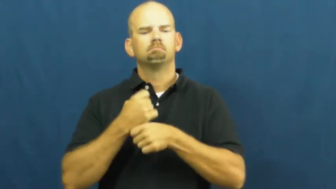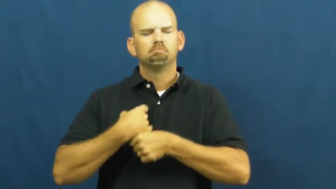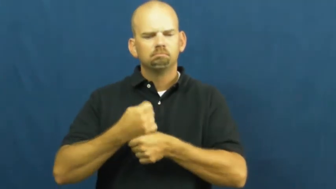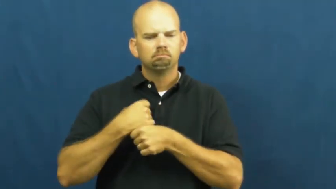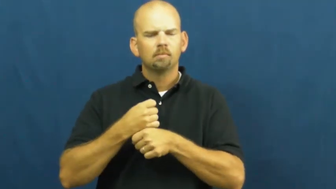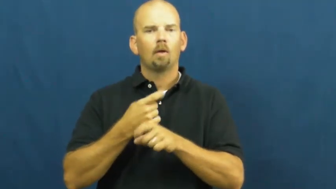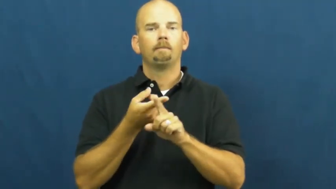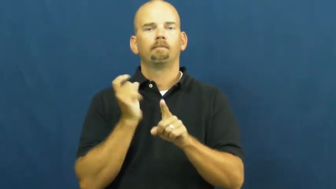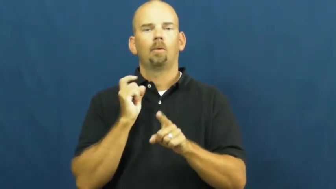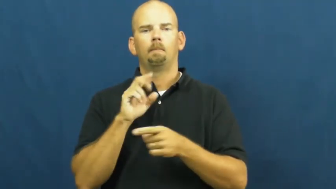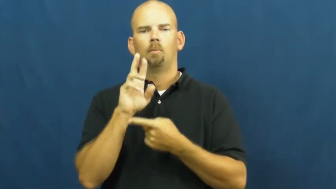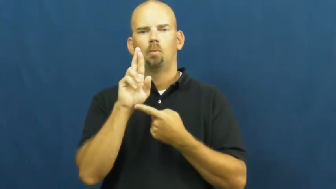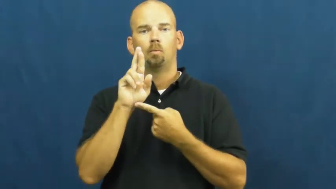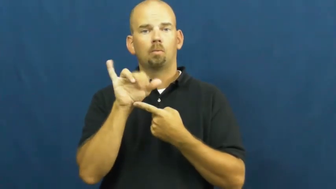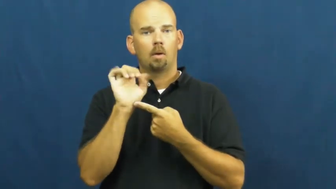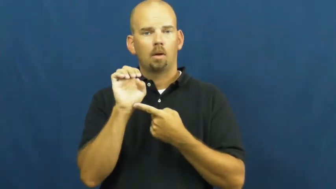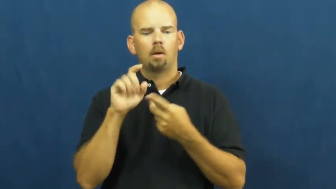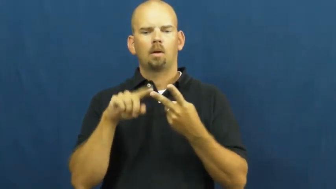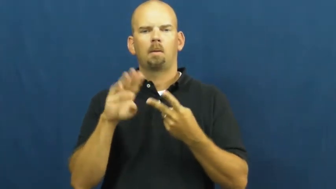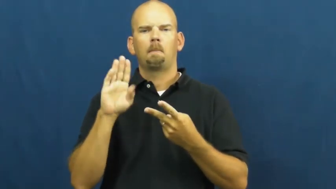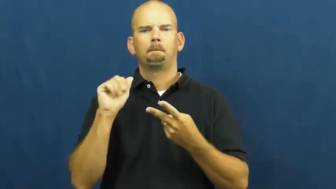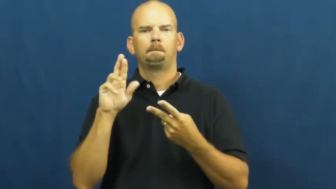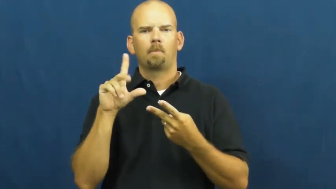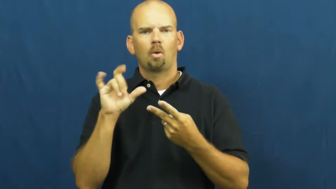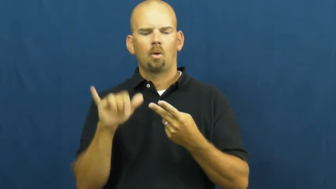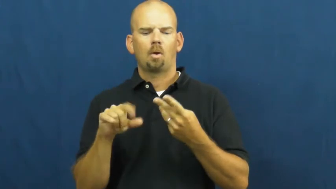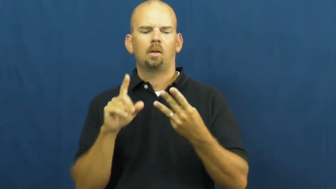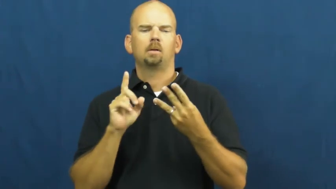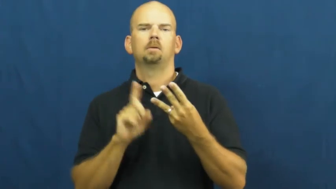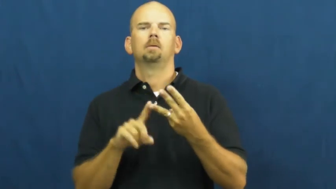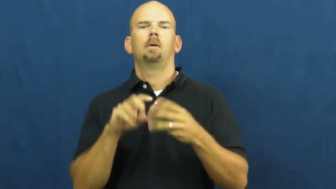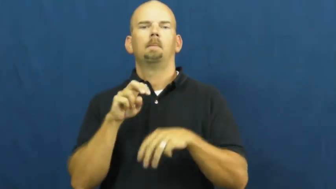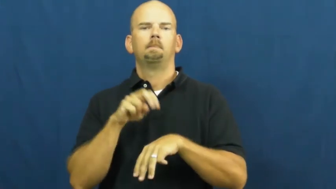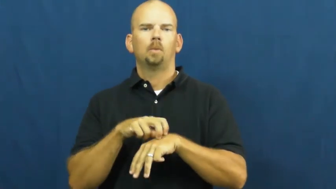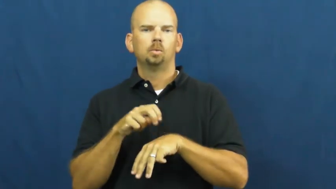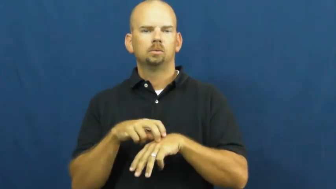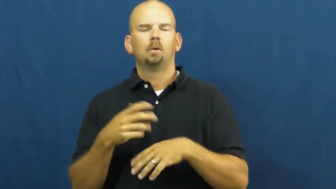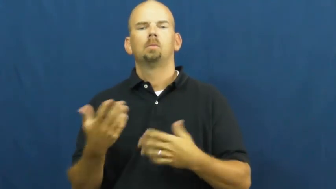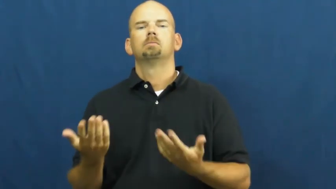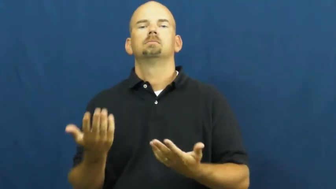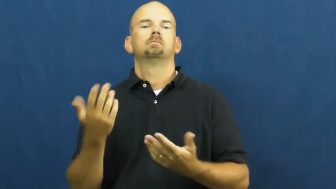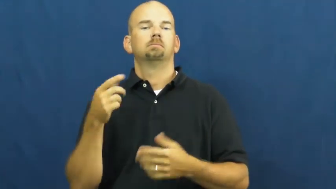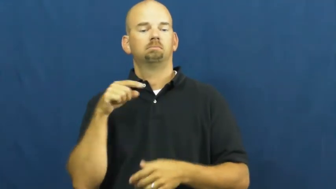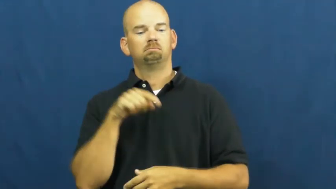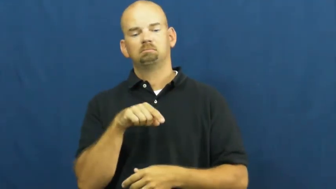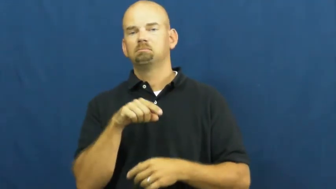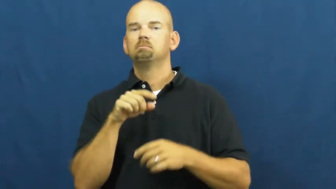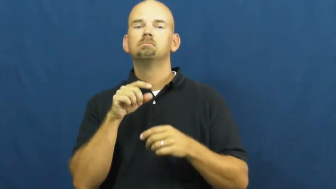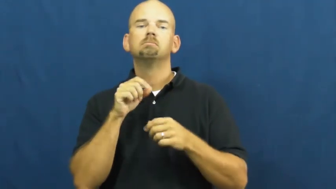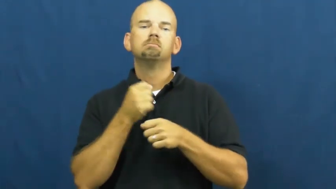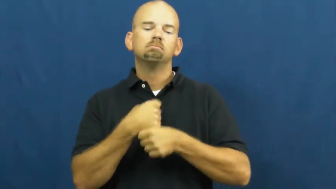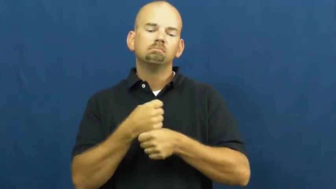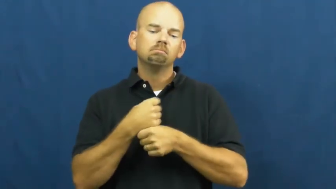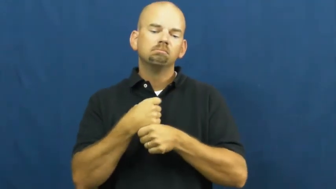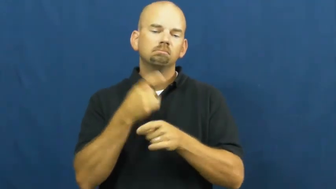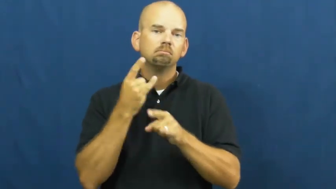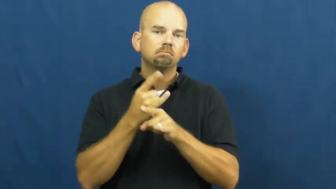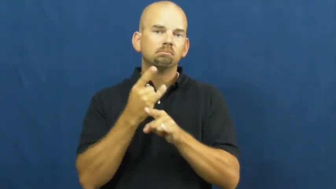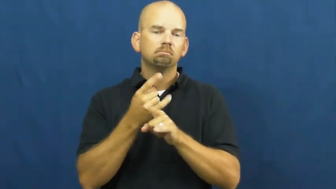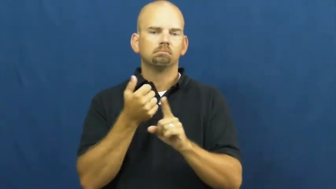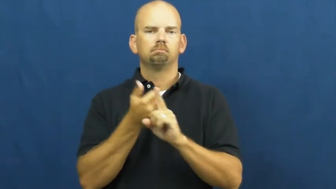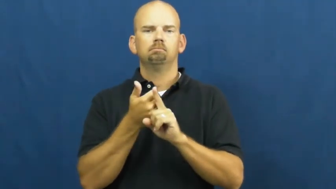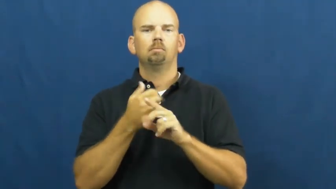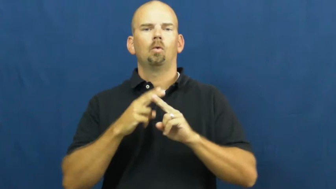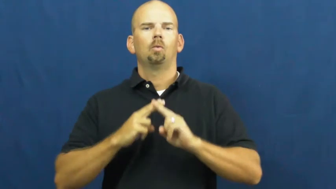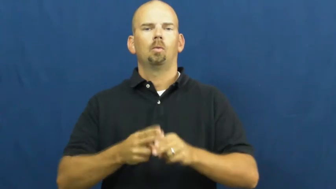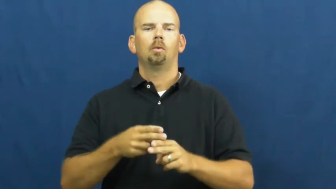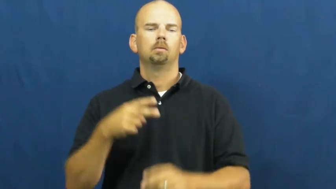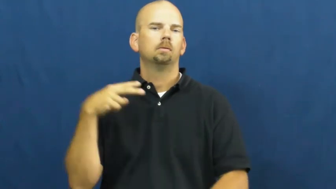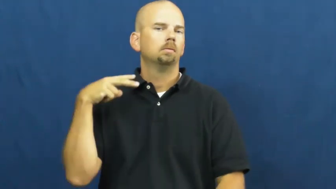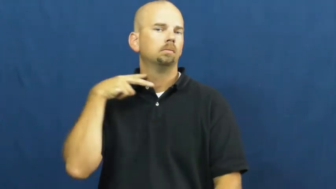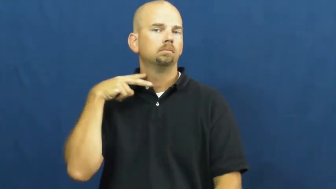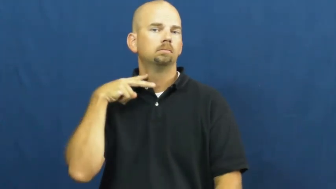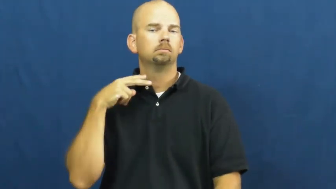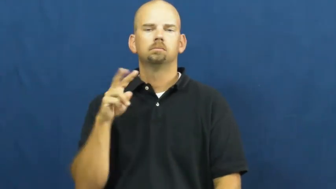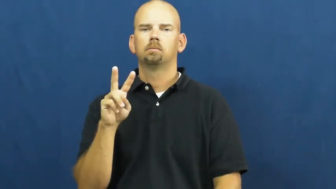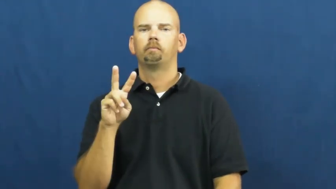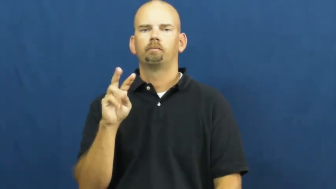vodka